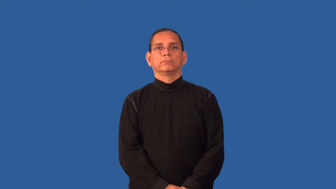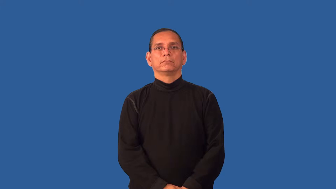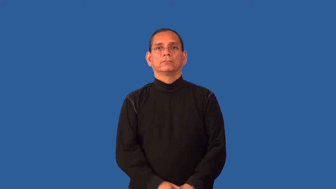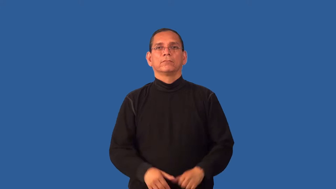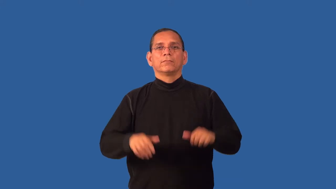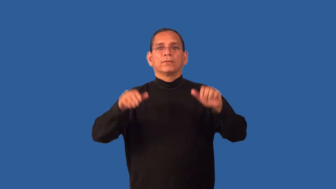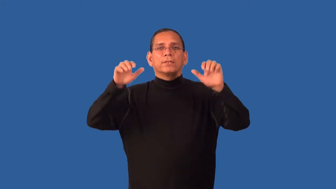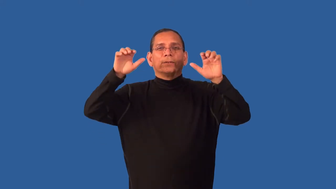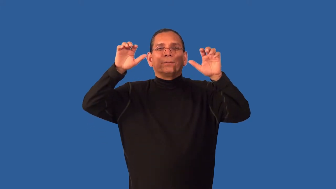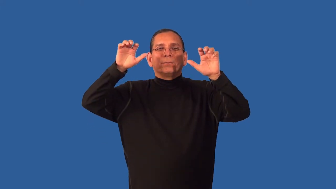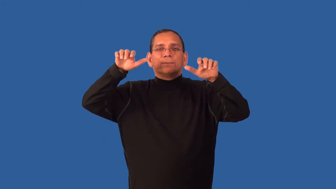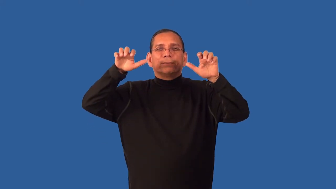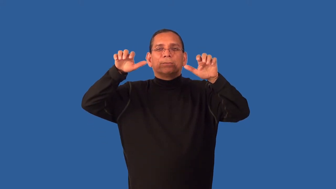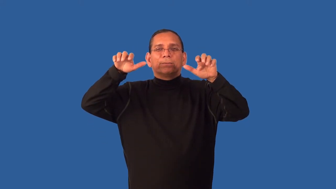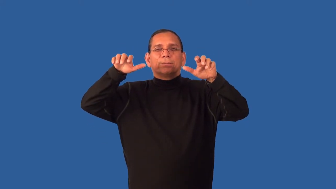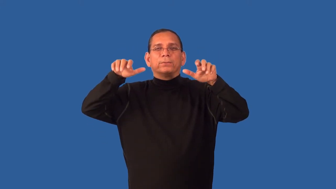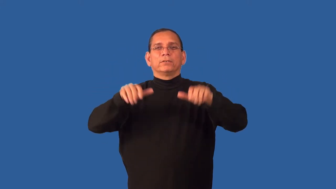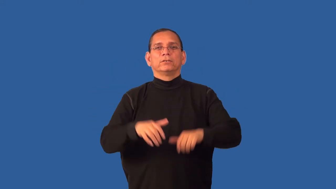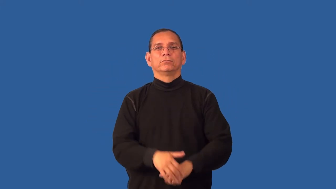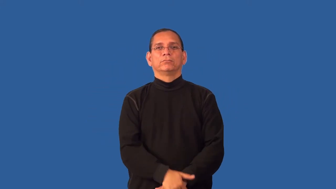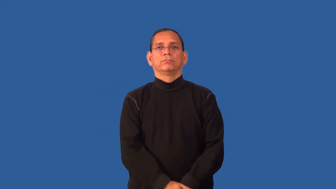drizzle-light rain